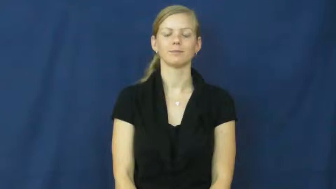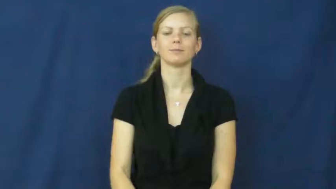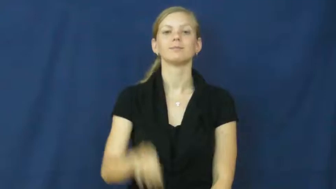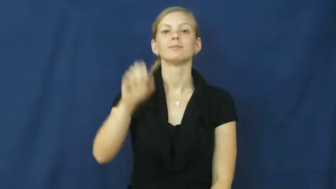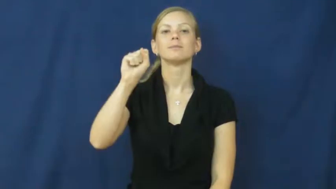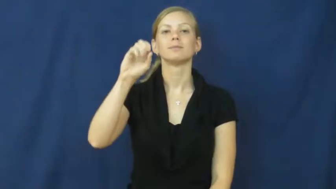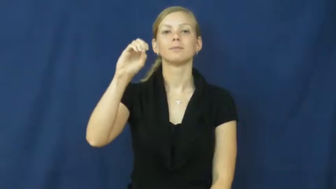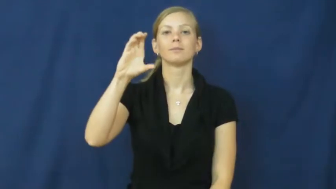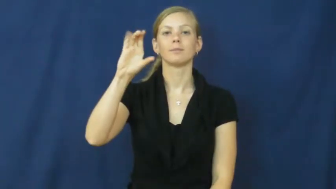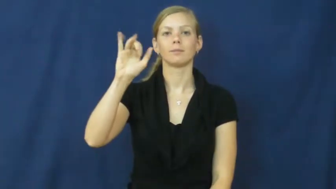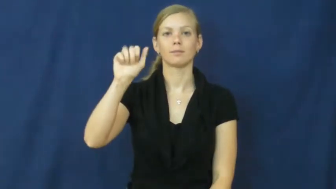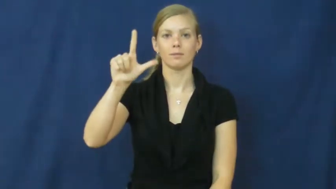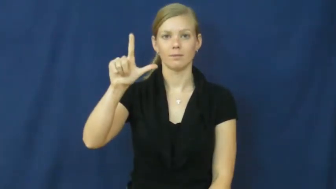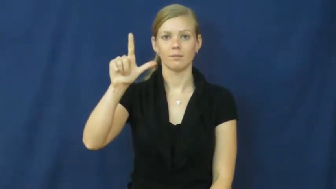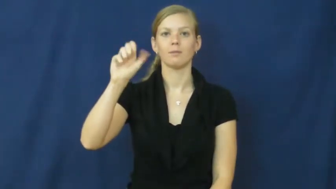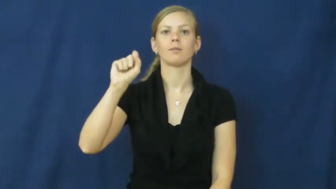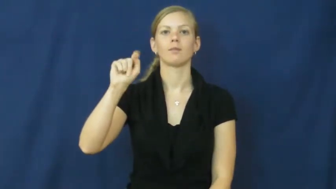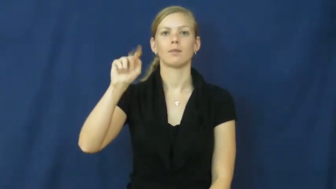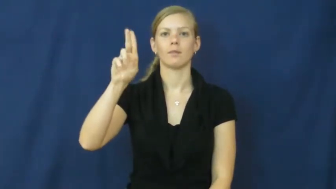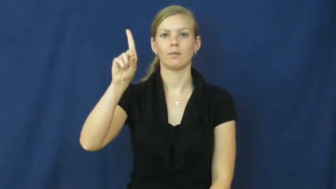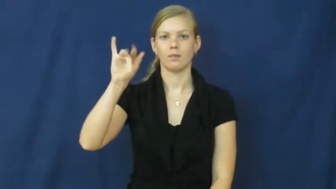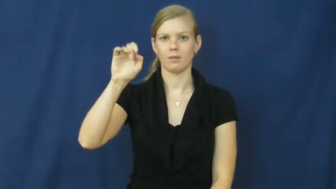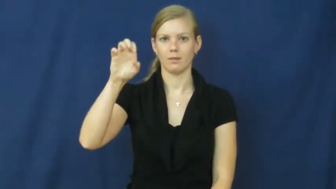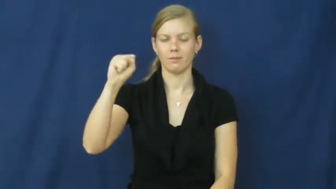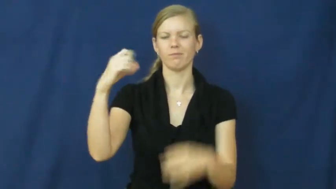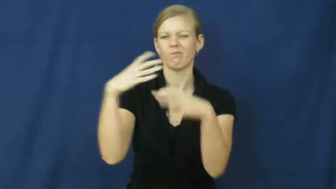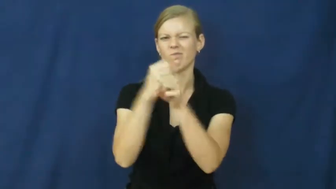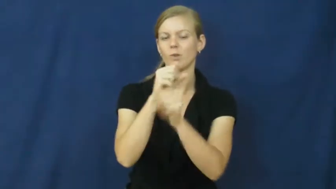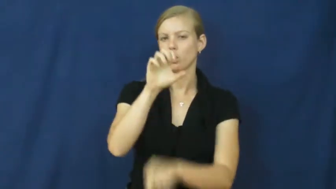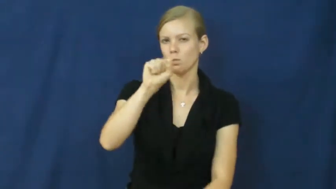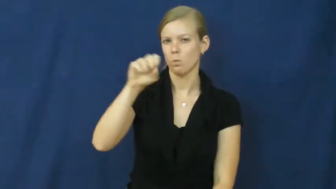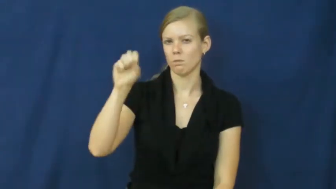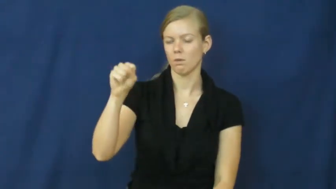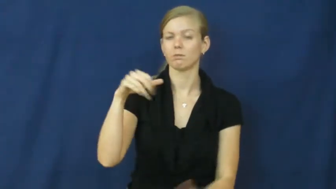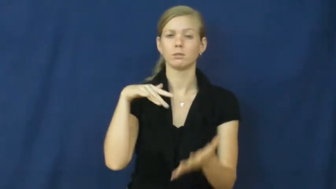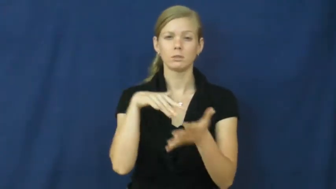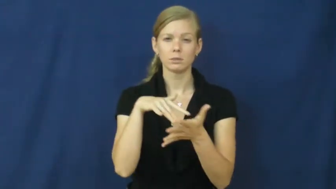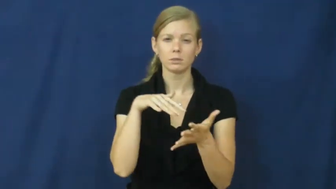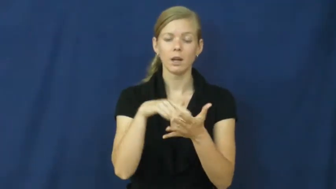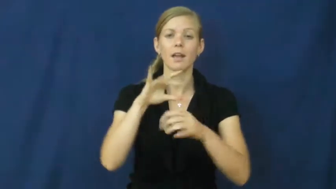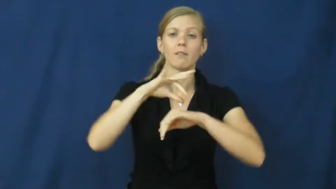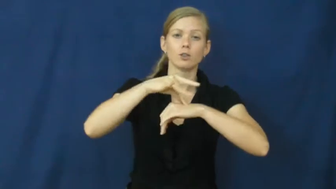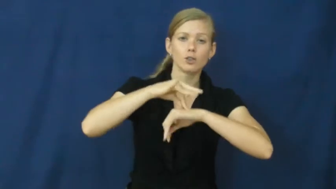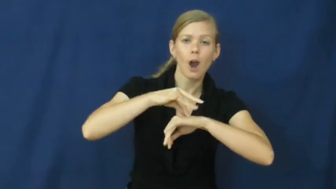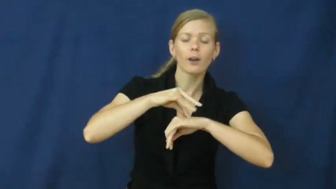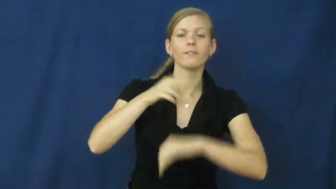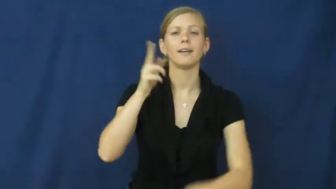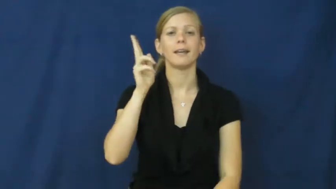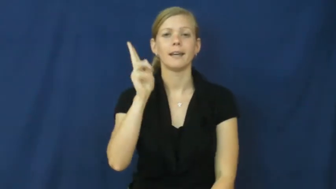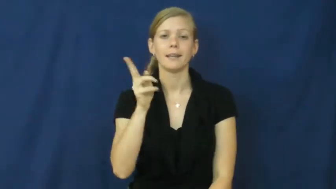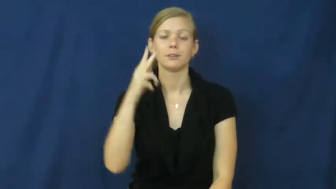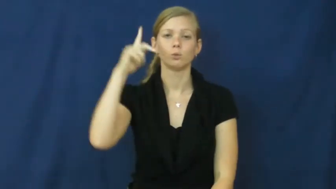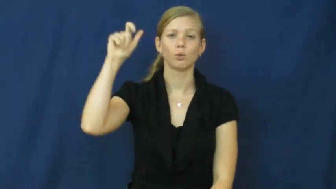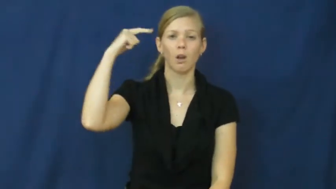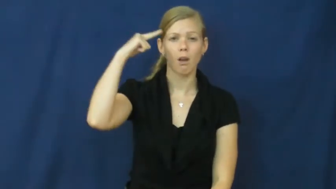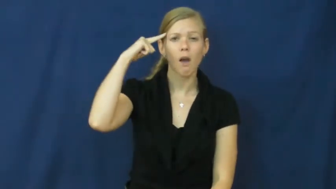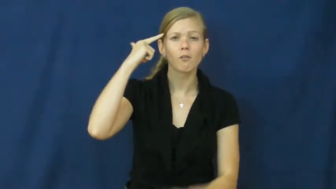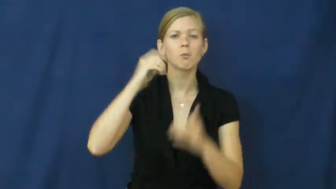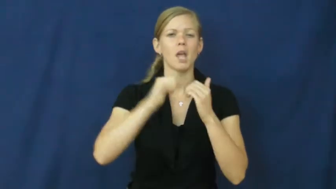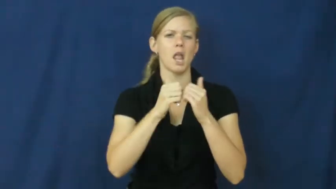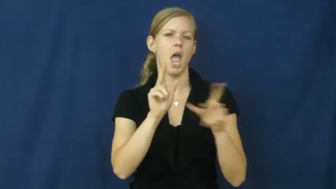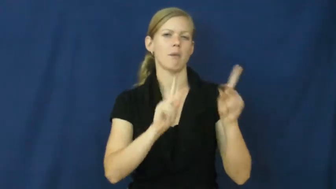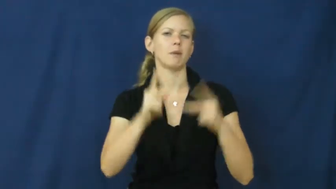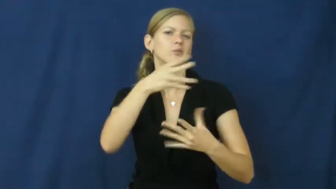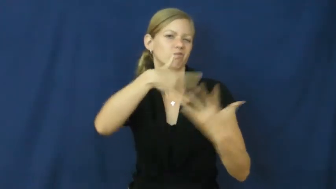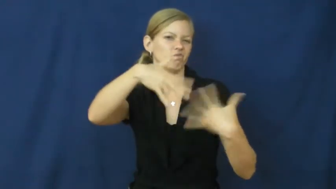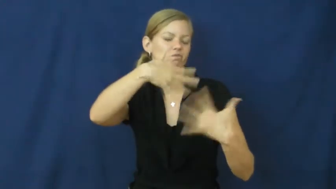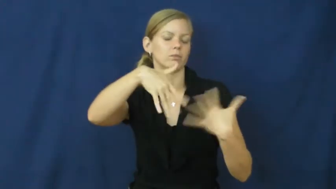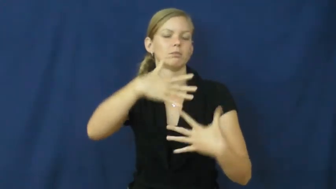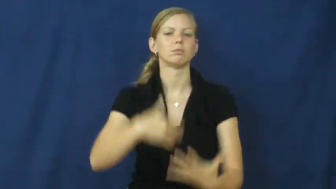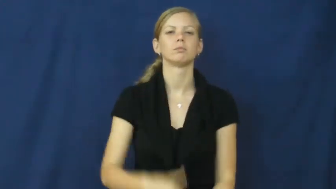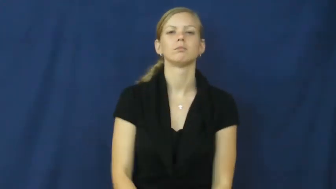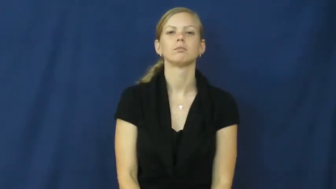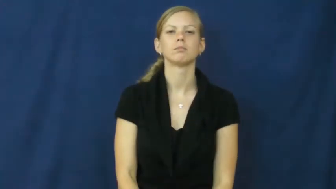social studies